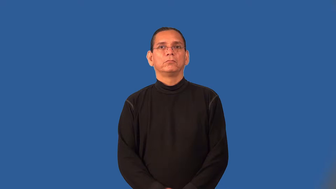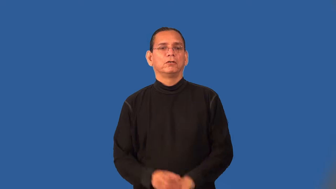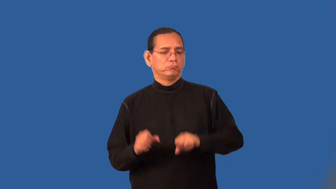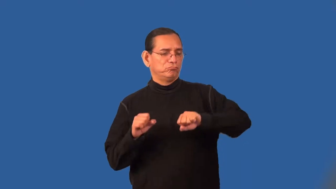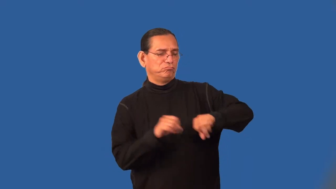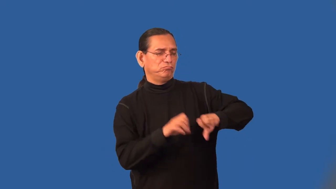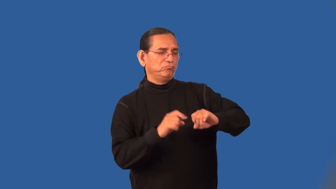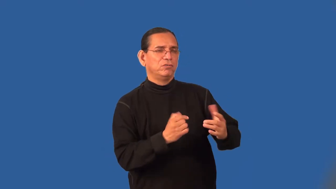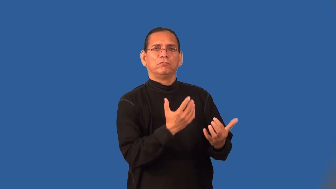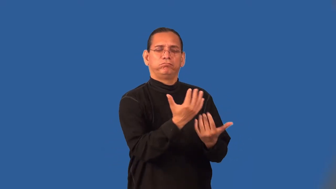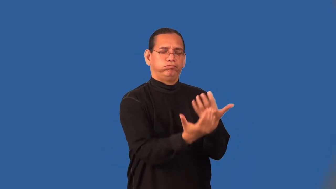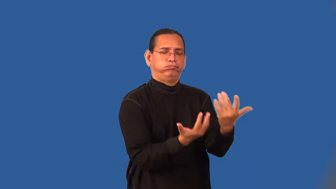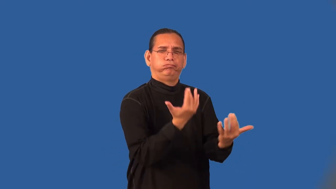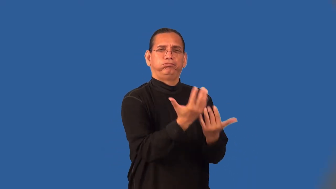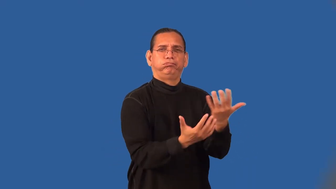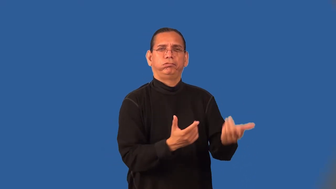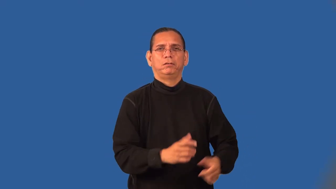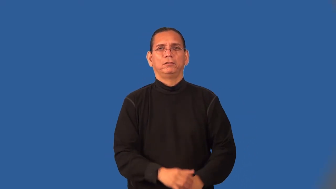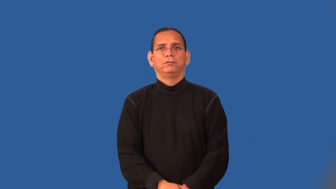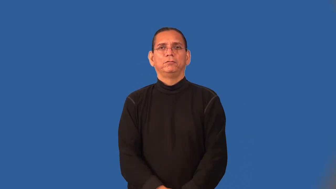stoke